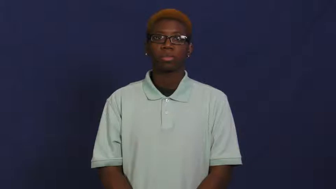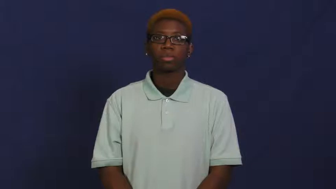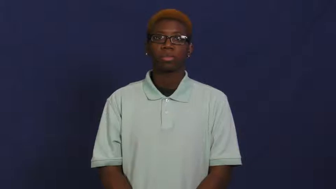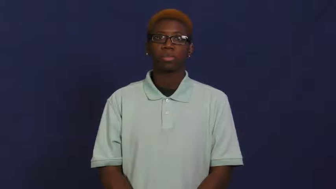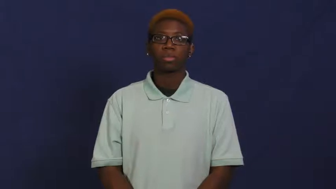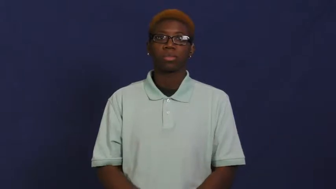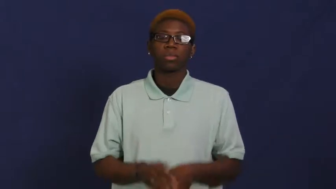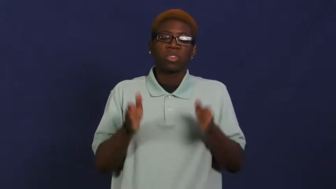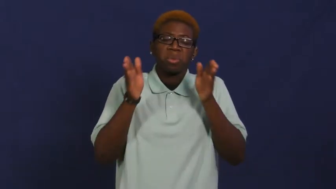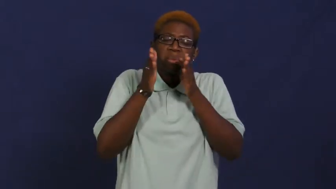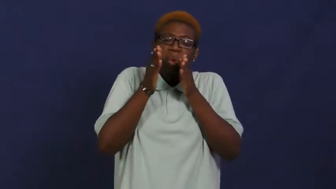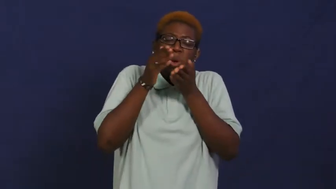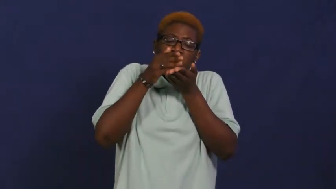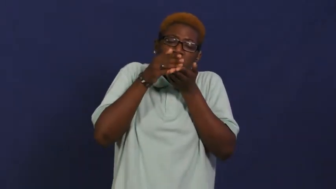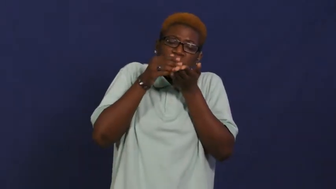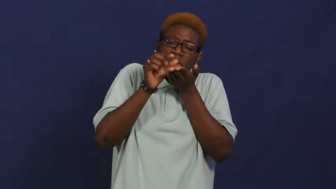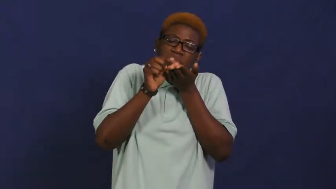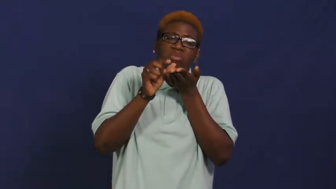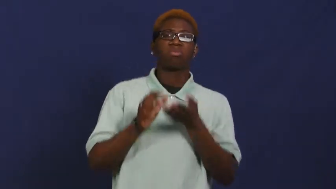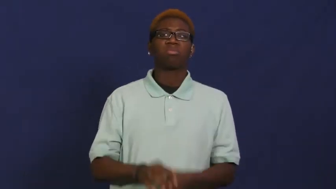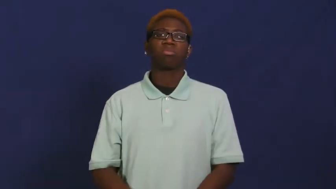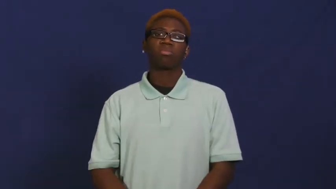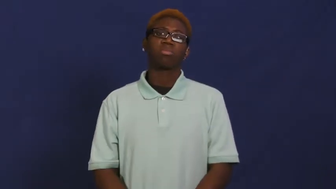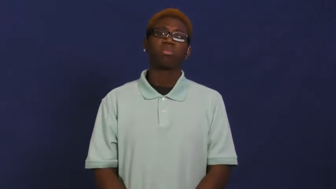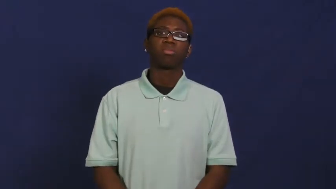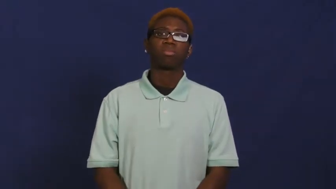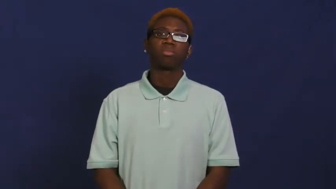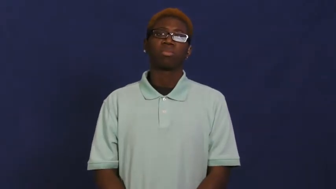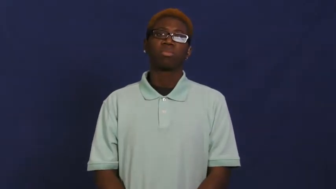sliver